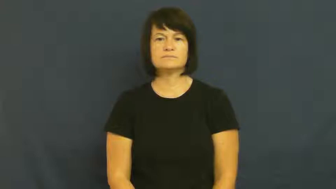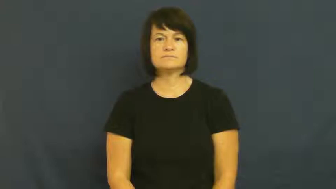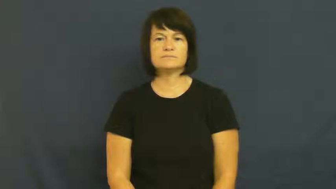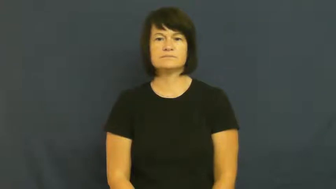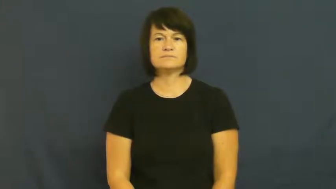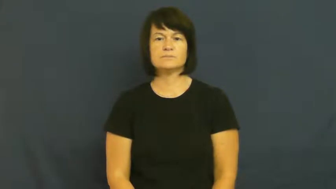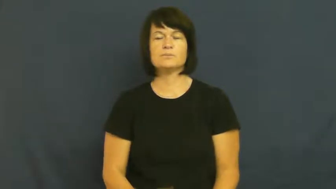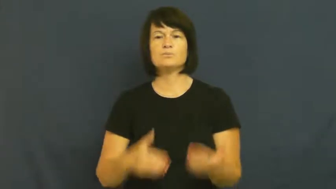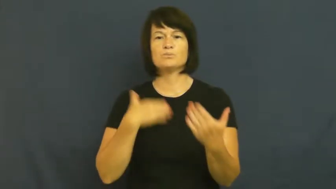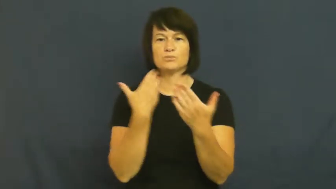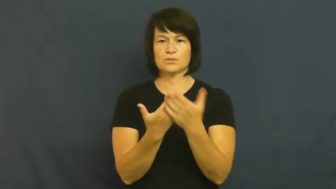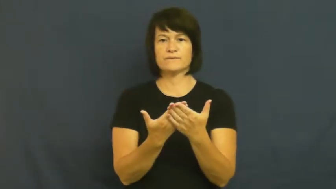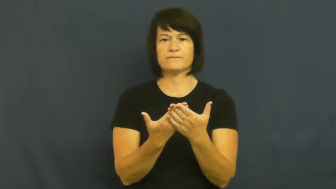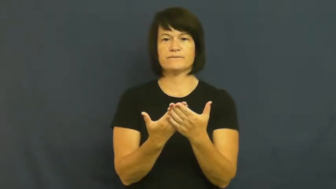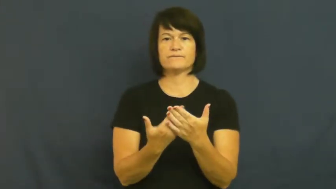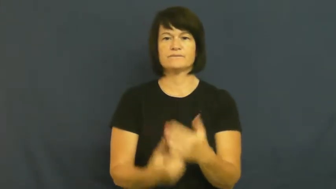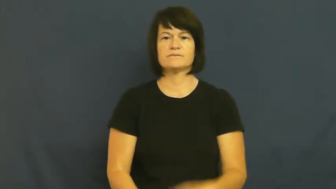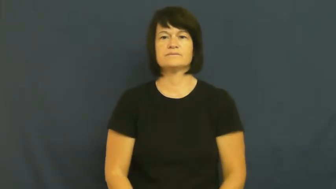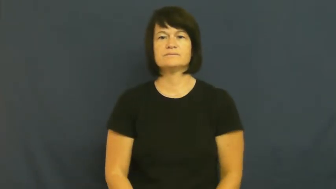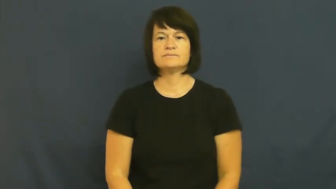prove,proof,show,adduce,verification,bear witness